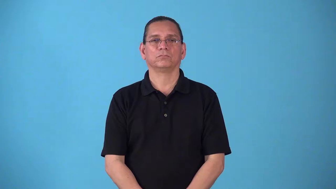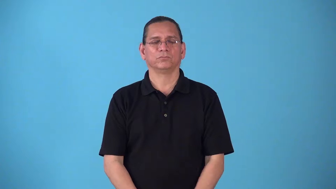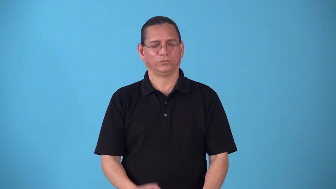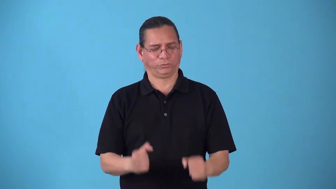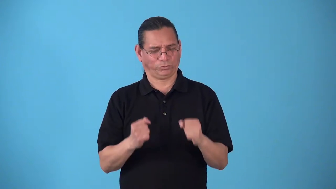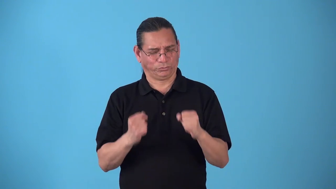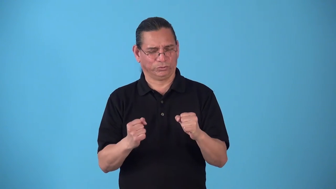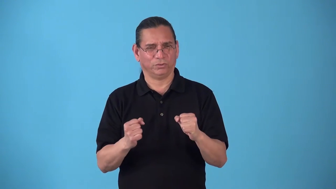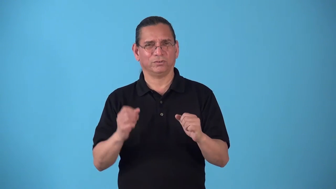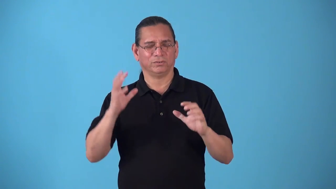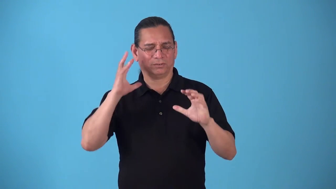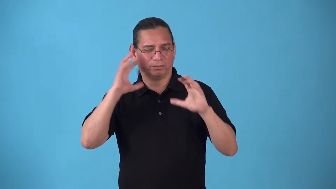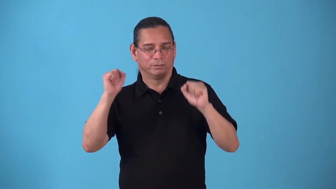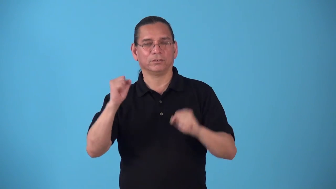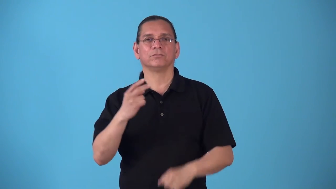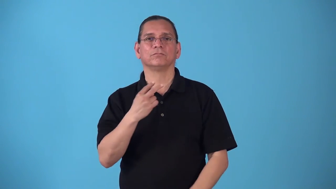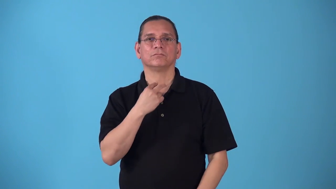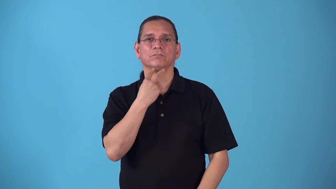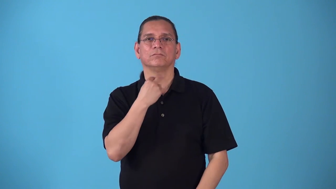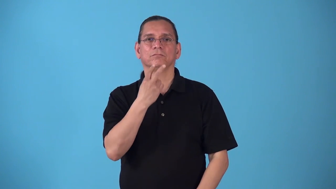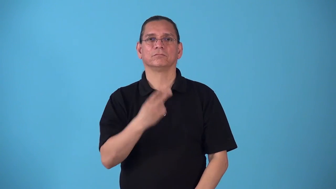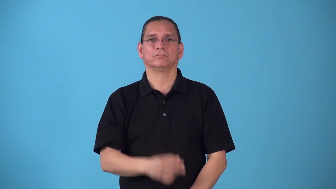stentorian,stentor